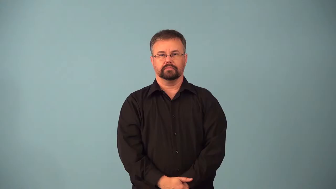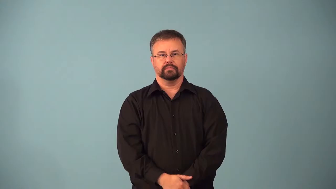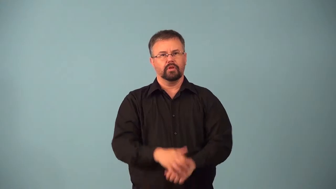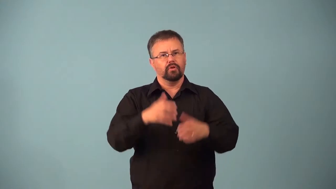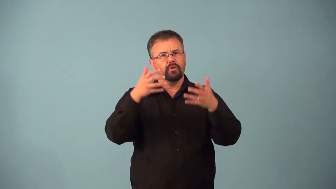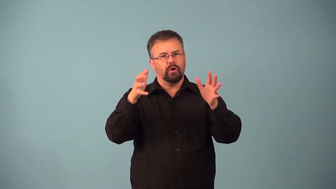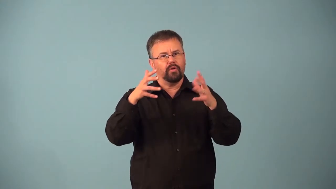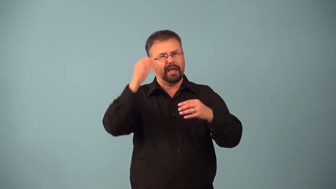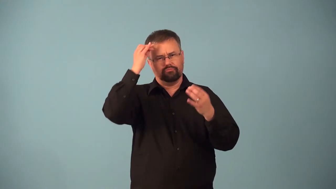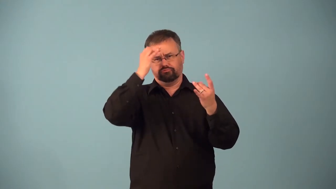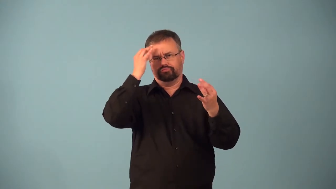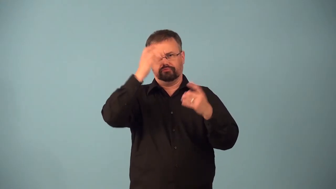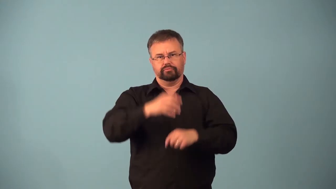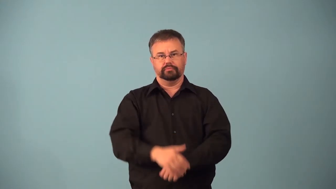aforethought